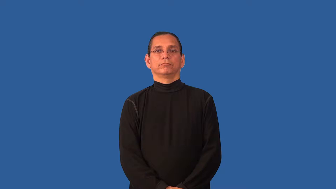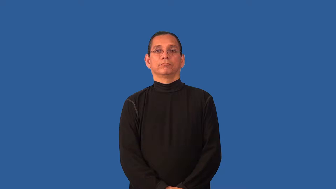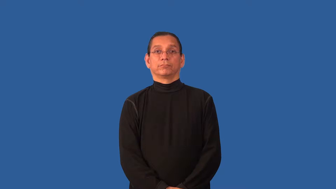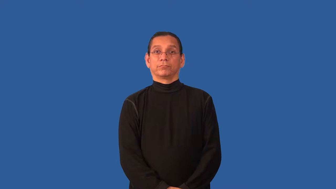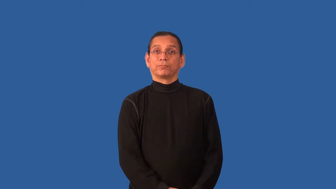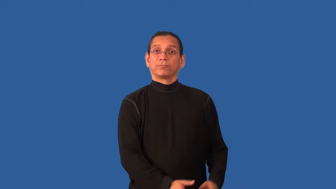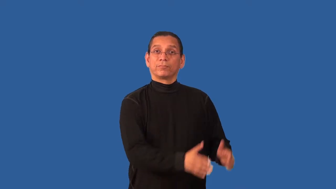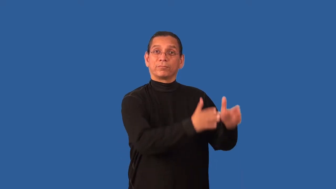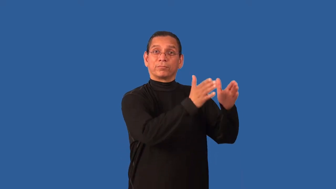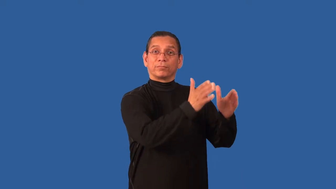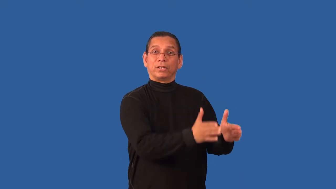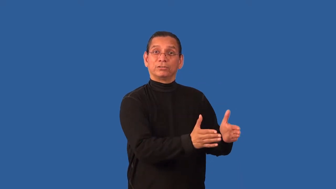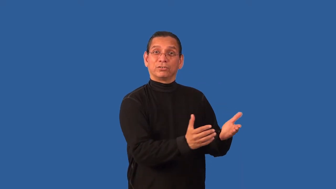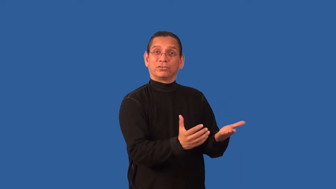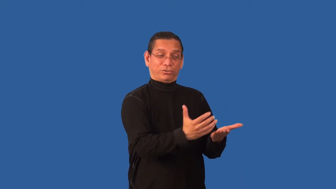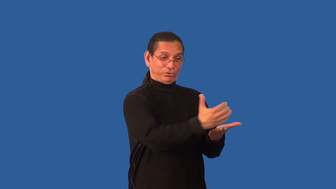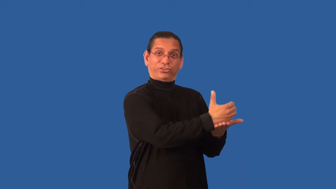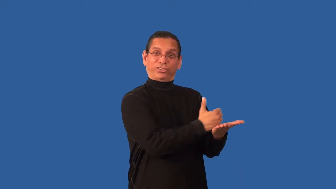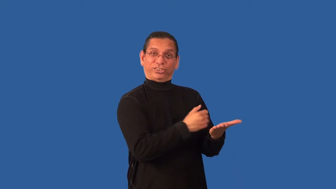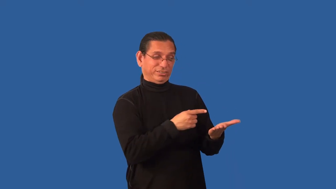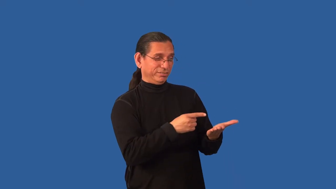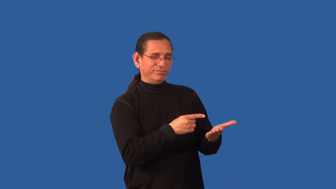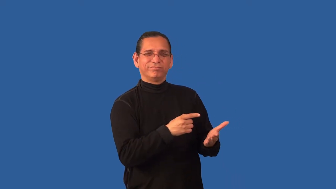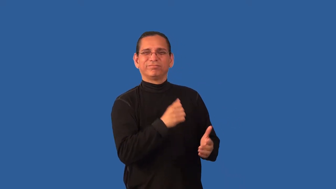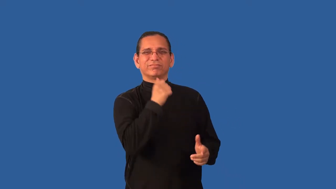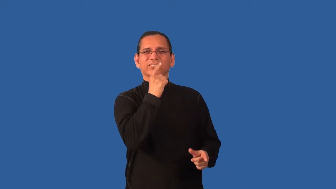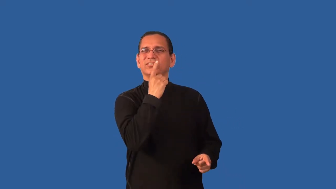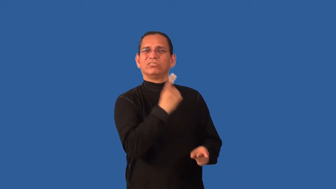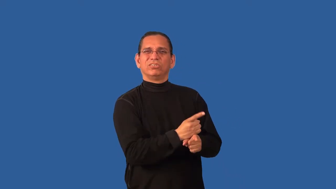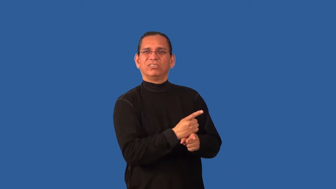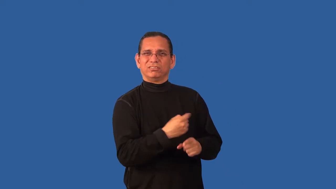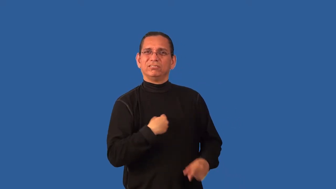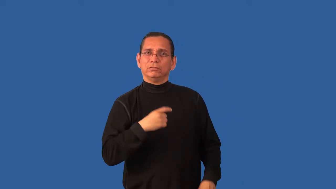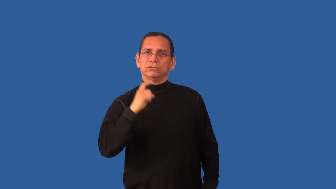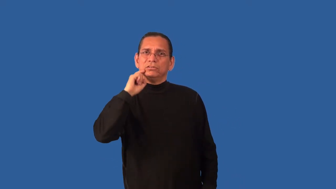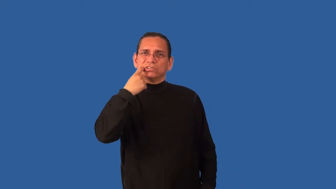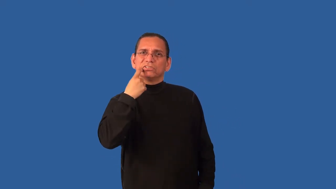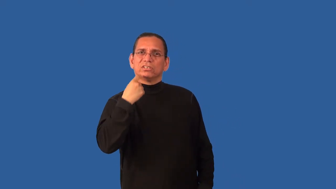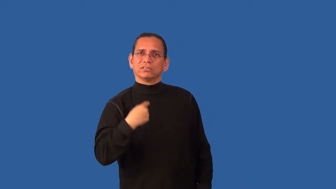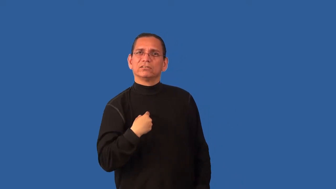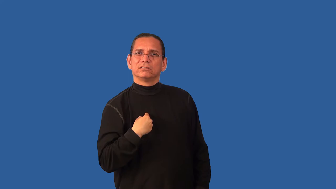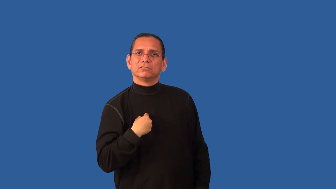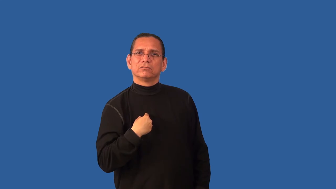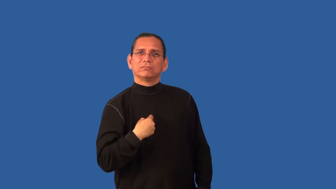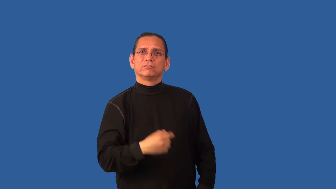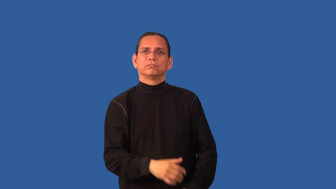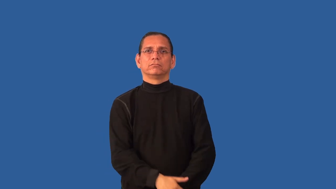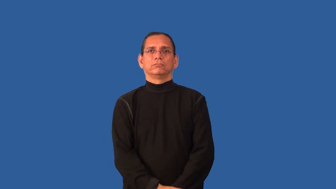begrudge